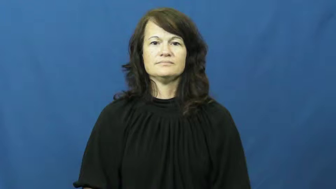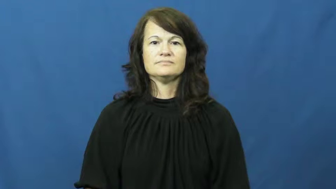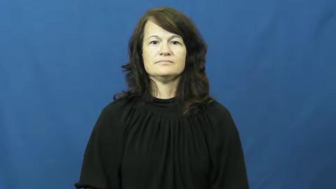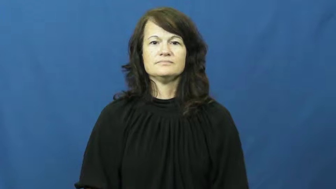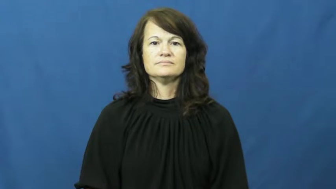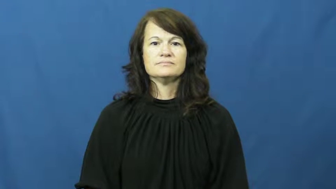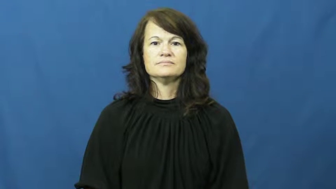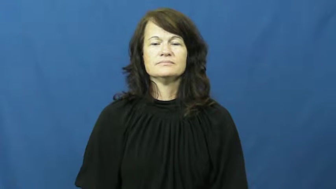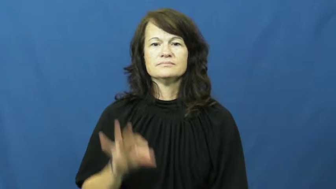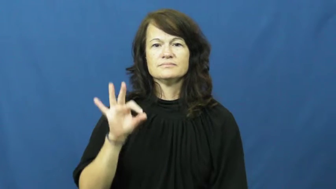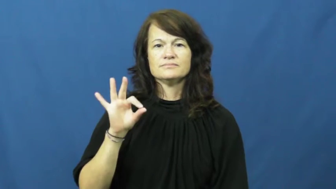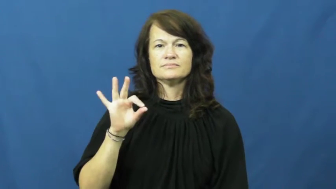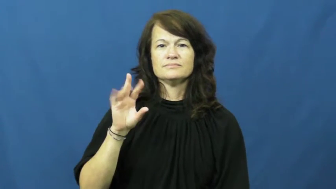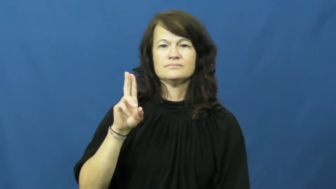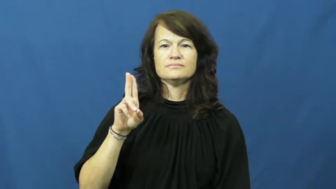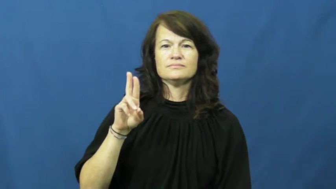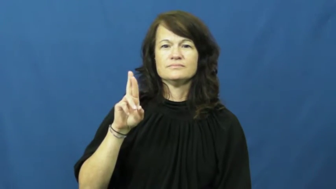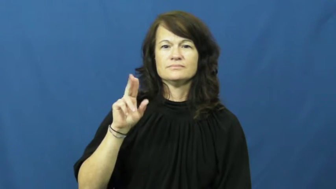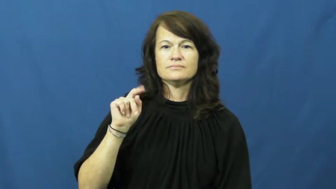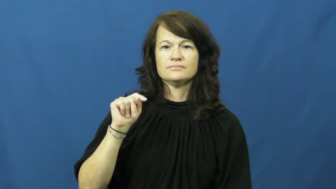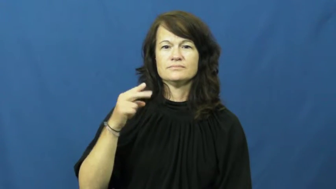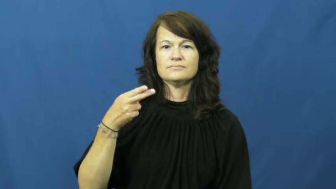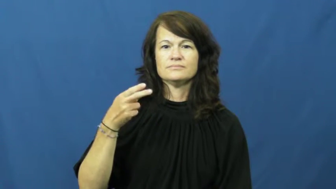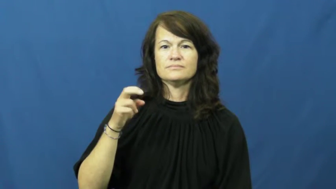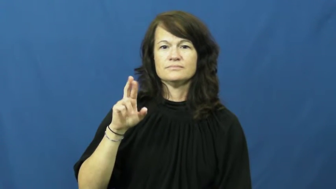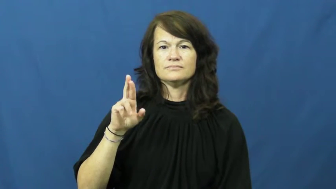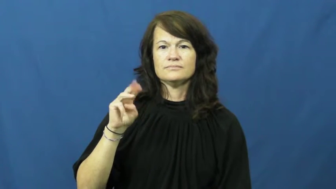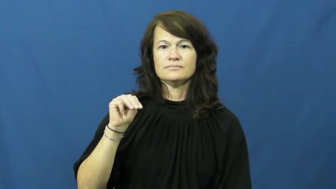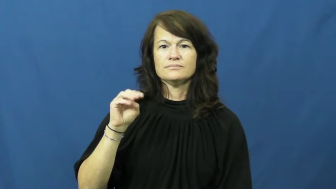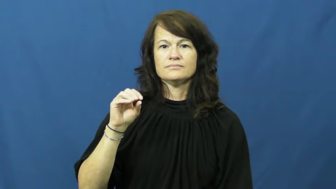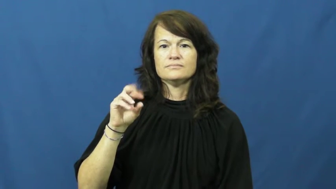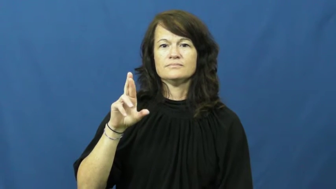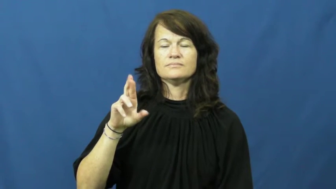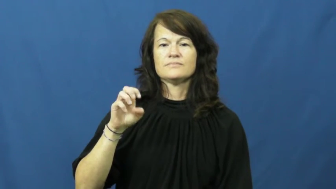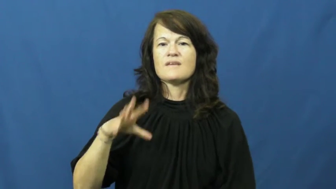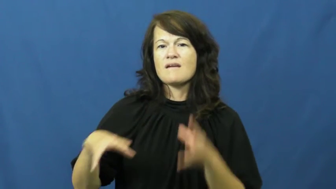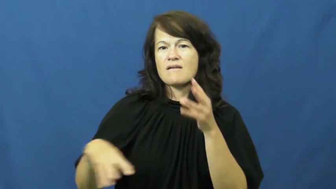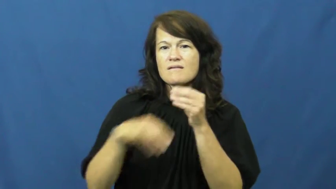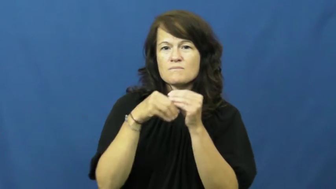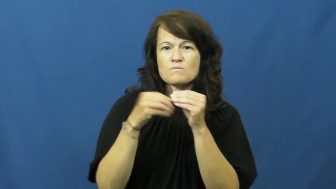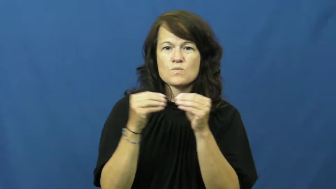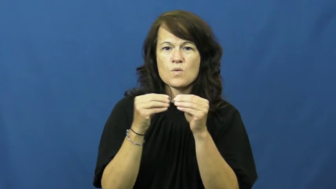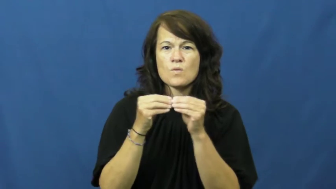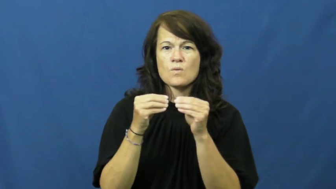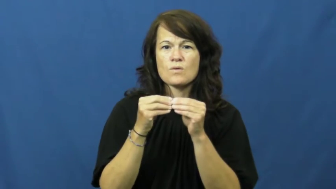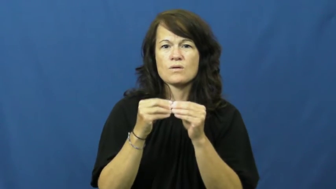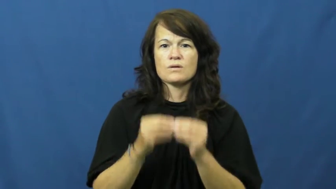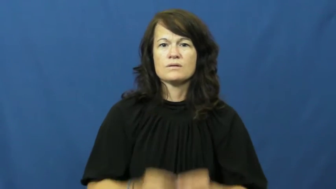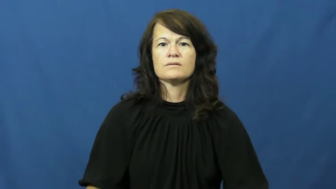furthermore